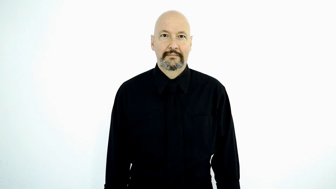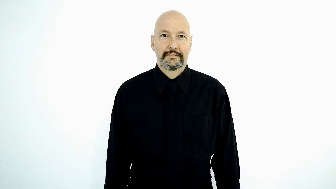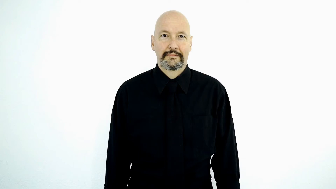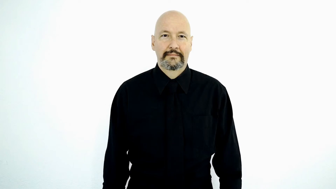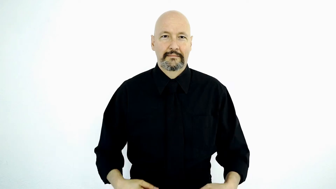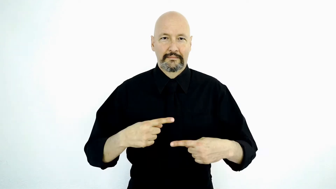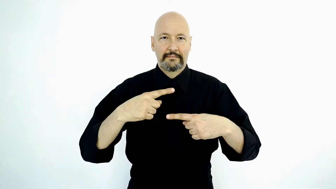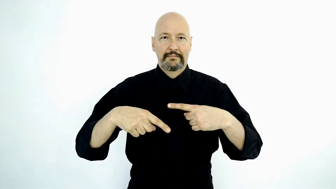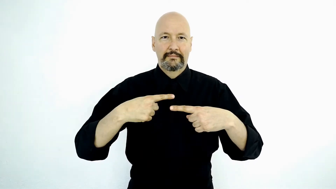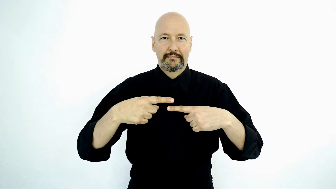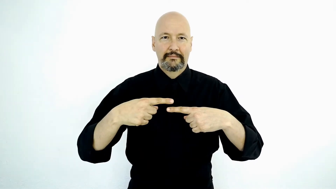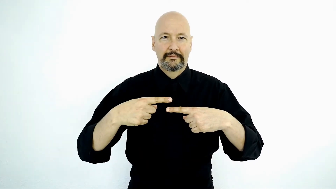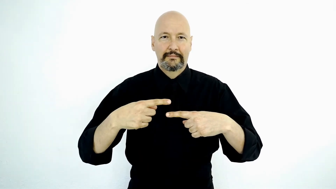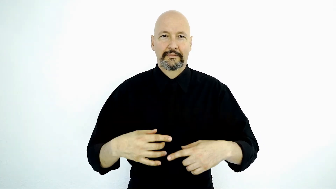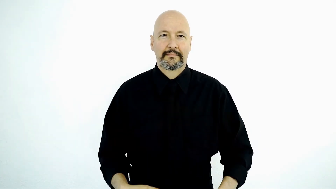MILES-[odometer-version]